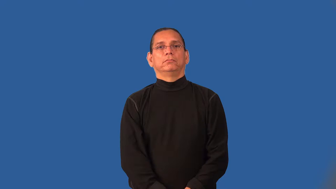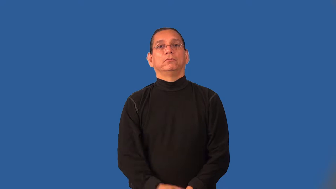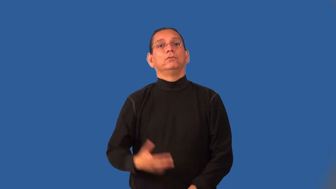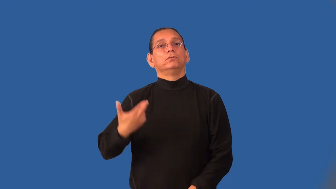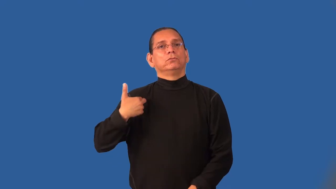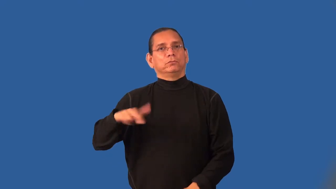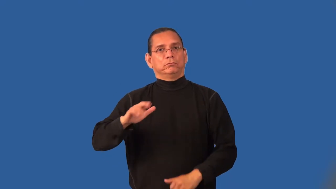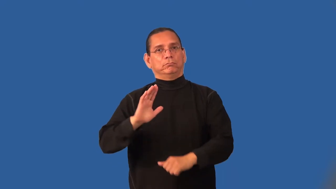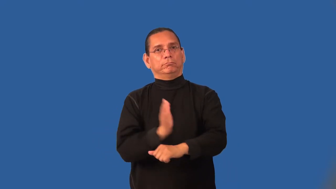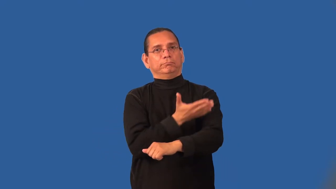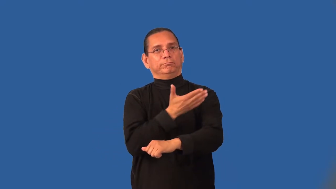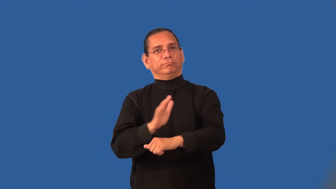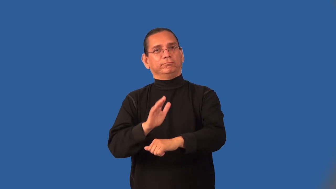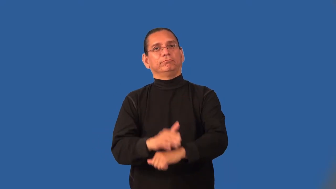hymn,doxology